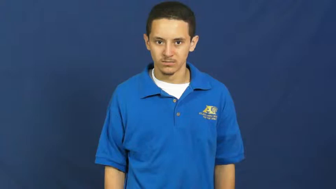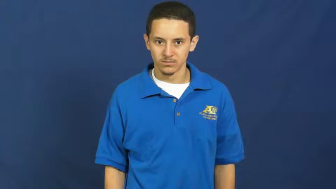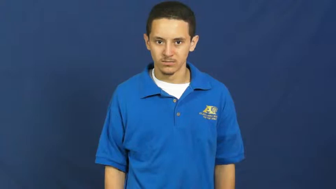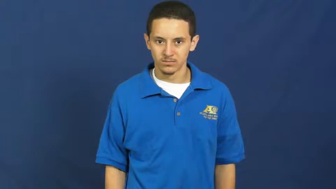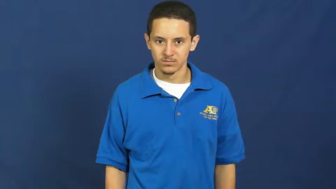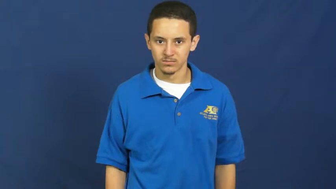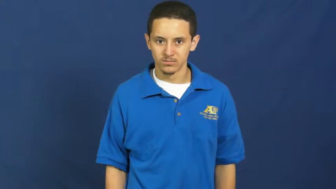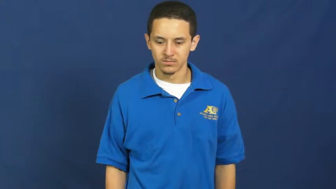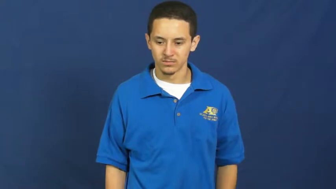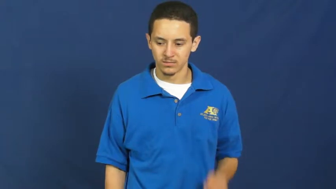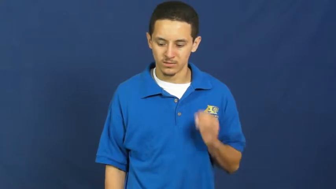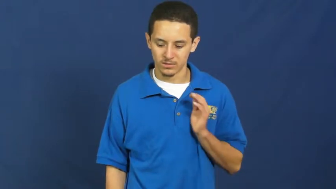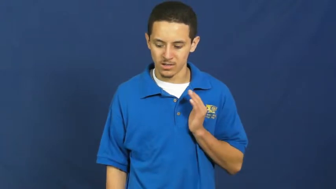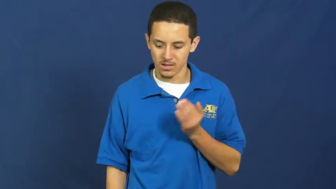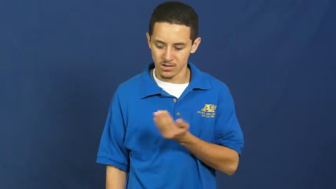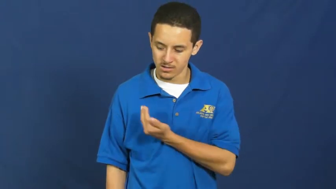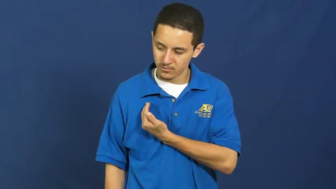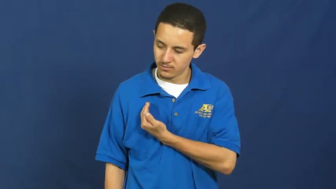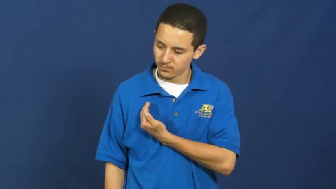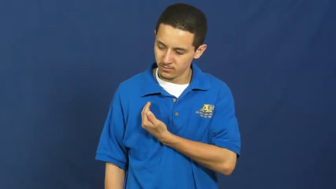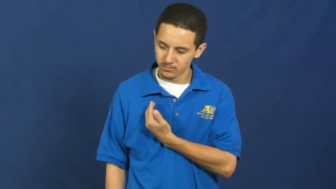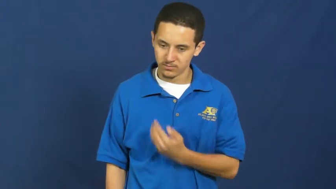our